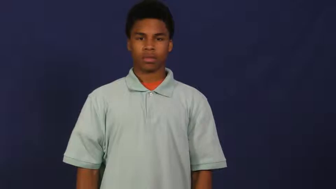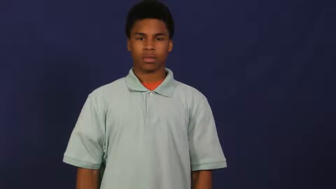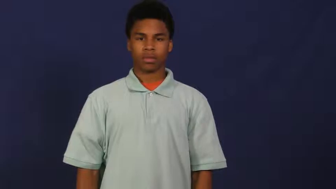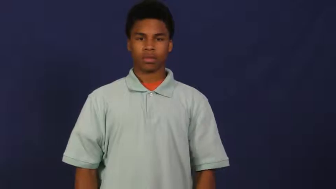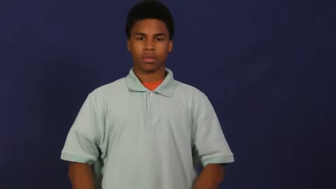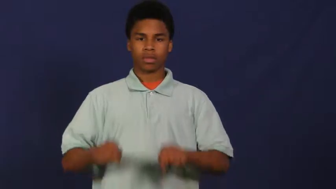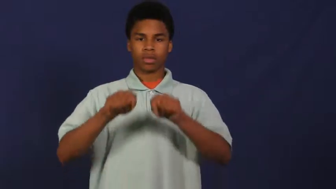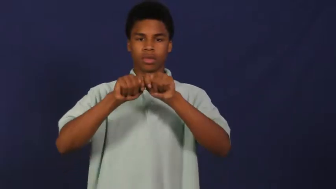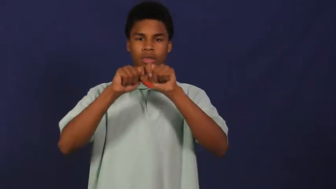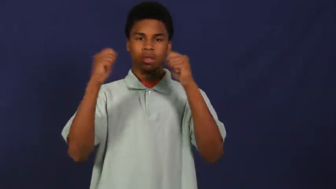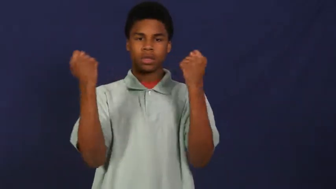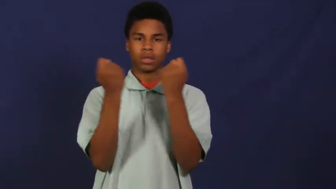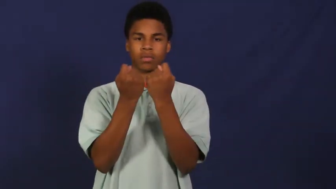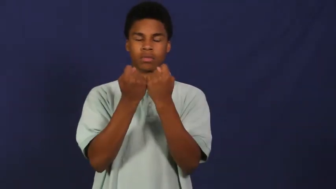team,squad